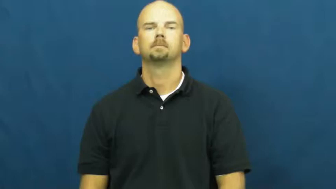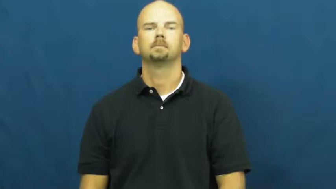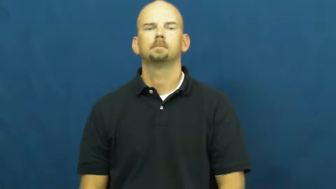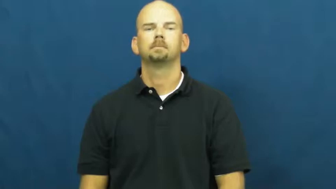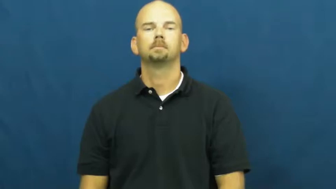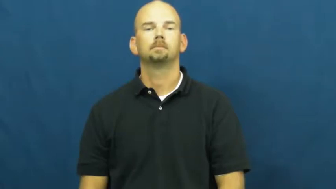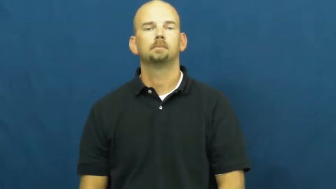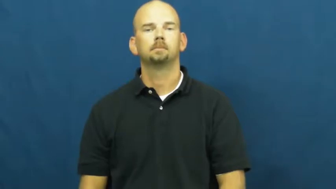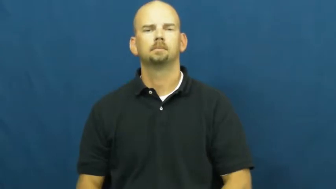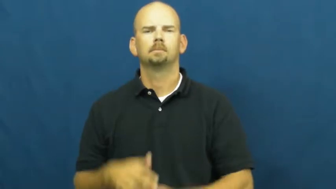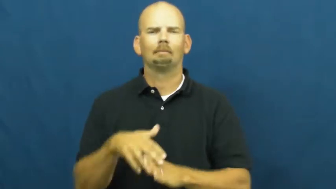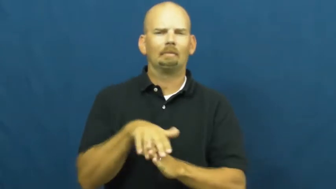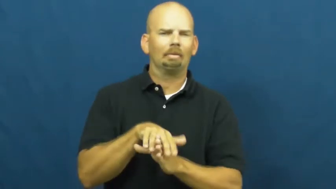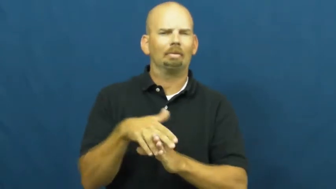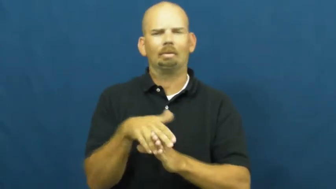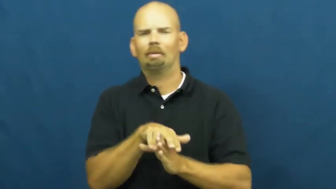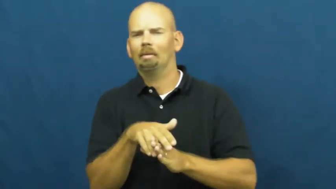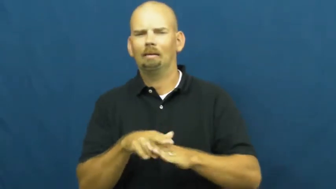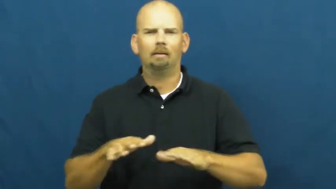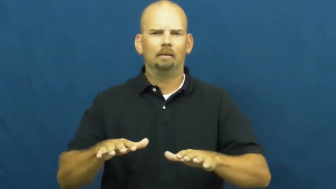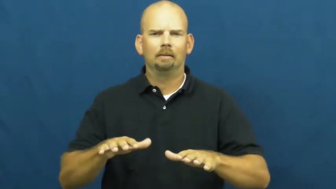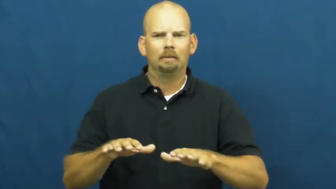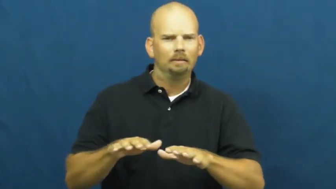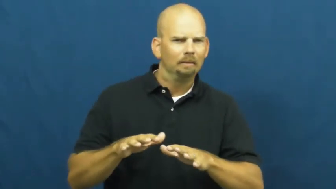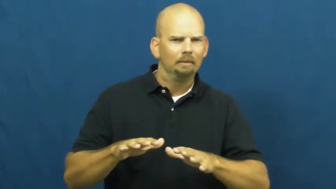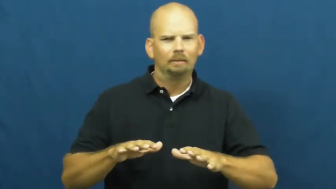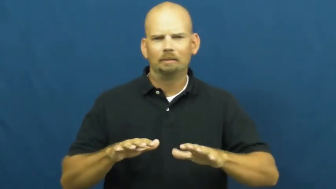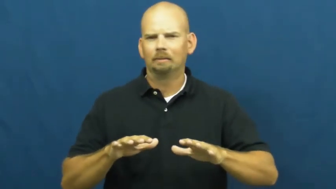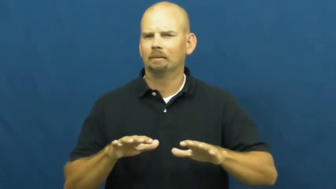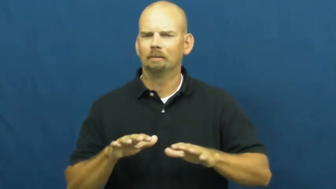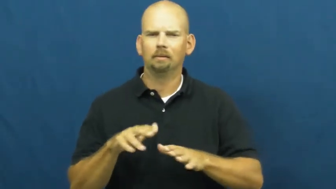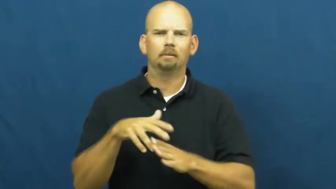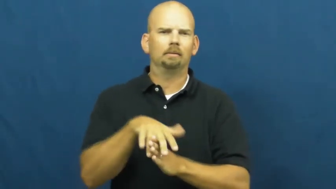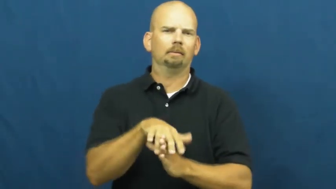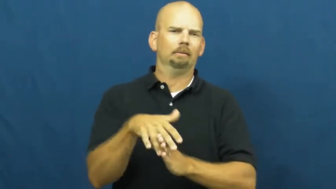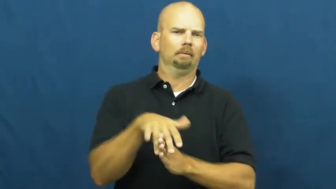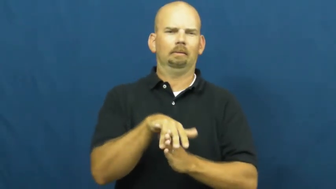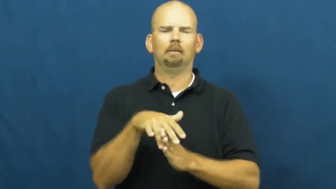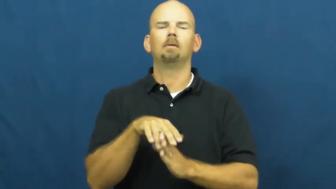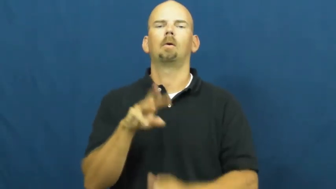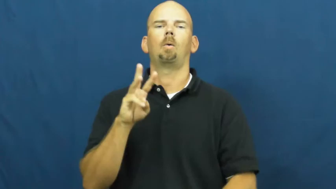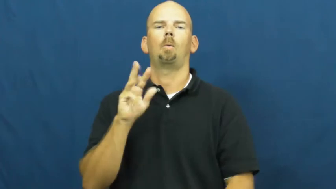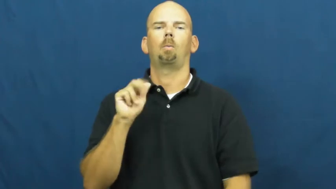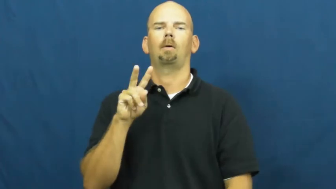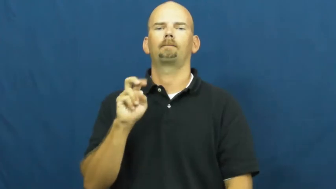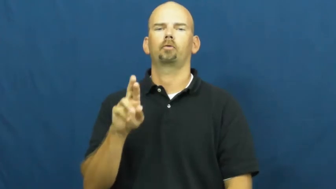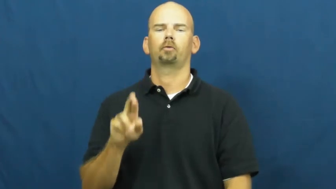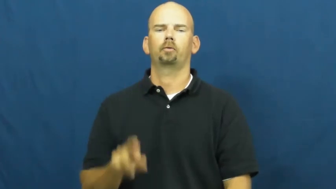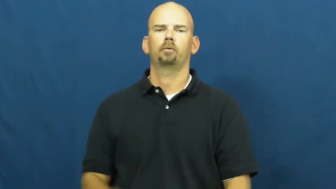waver-not sure